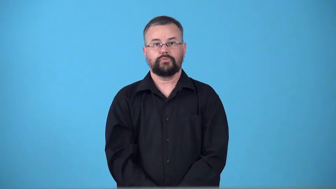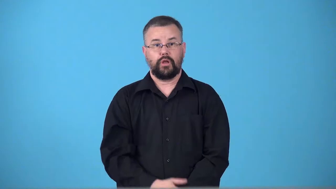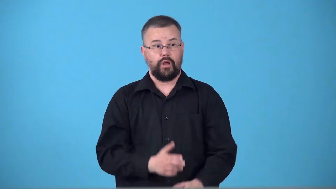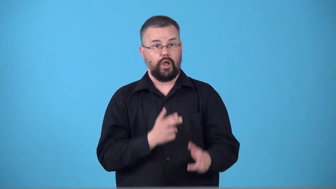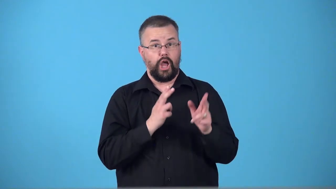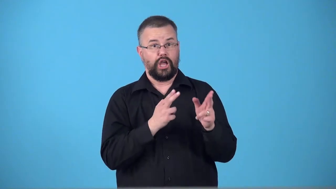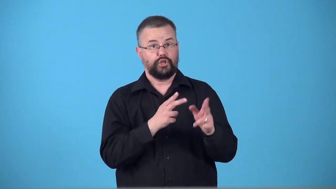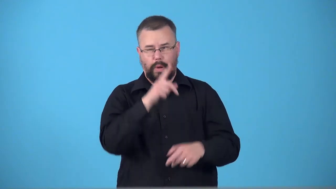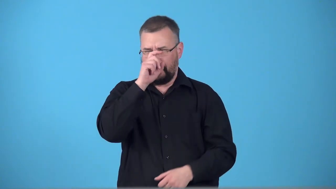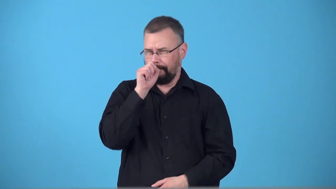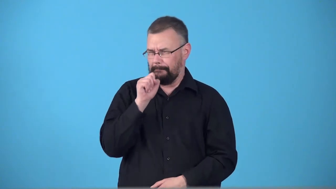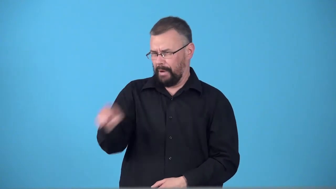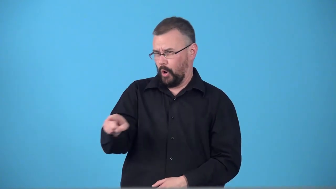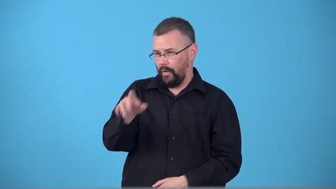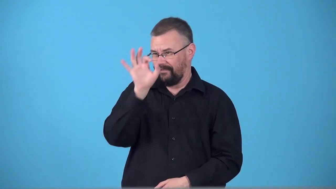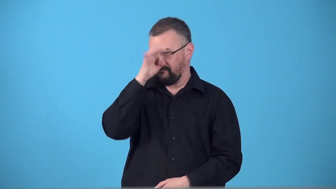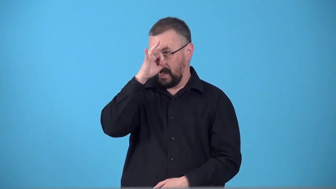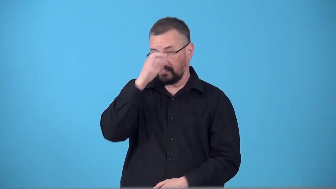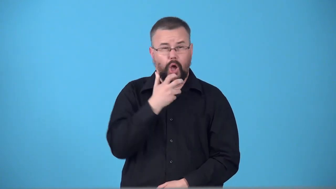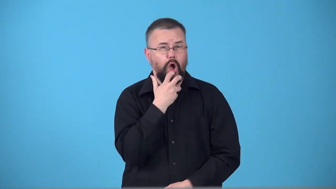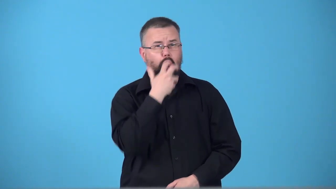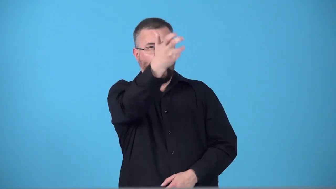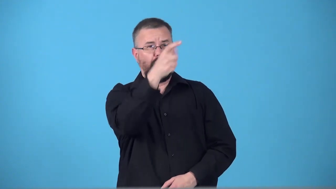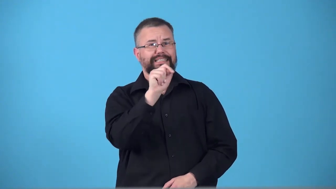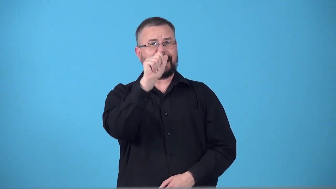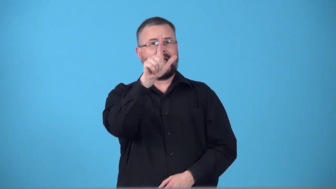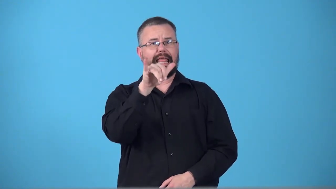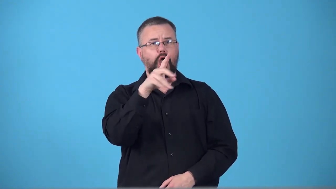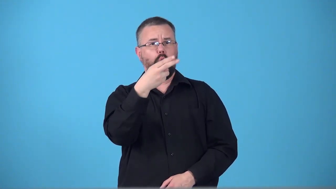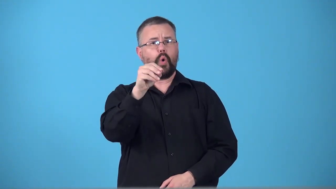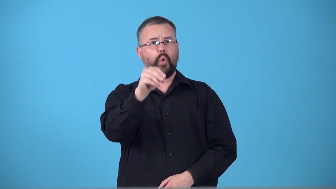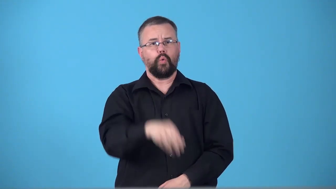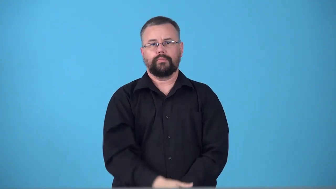tallyho